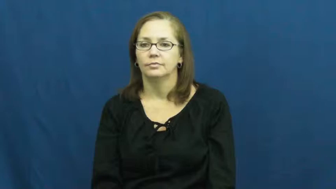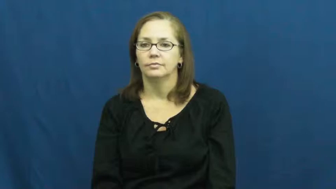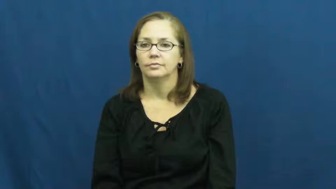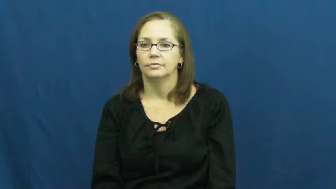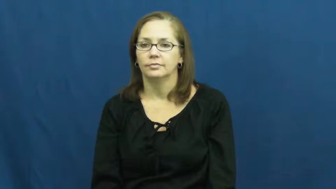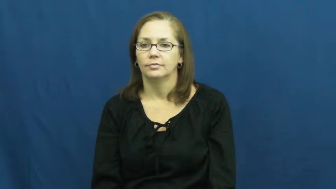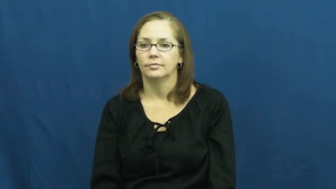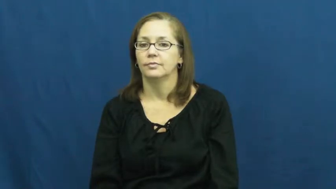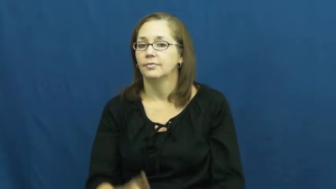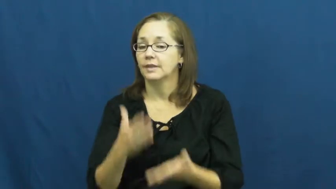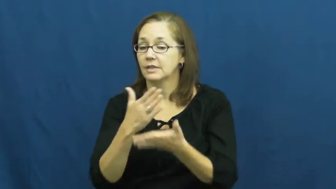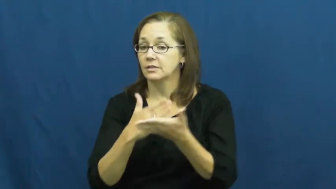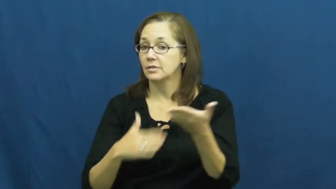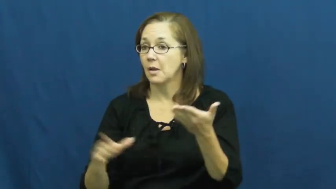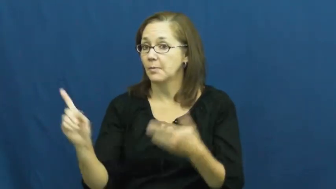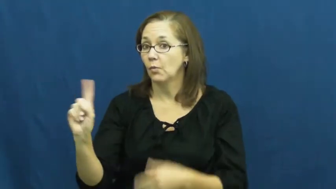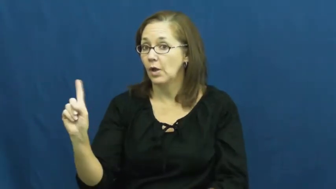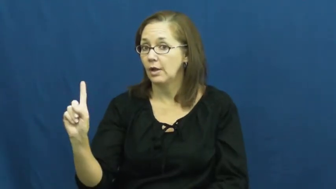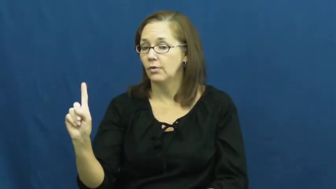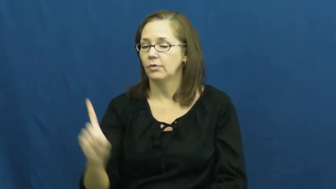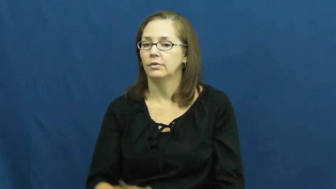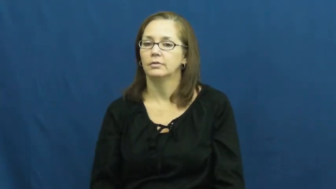somewhere